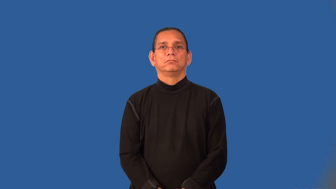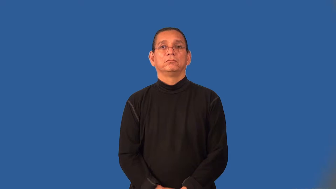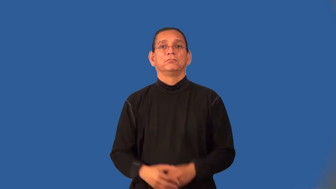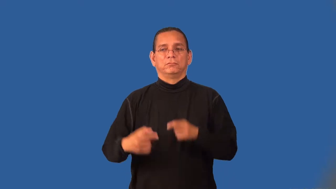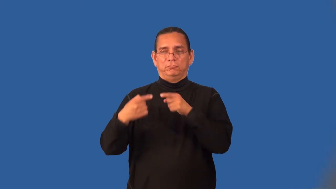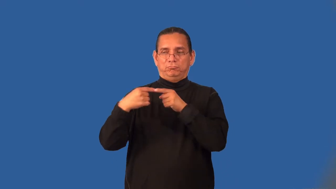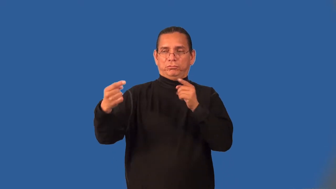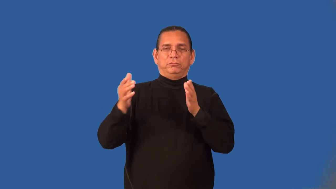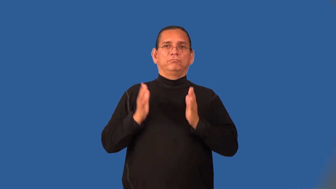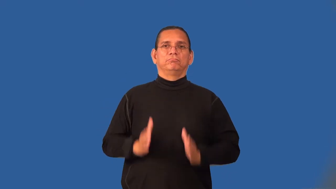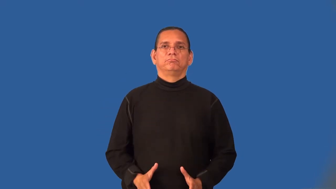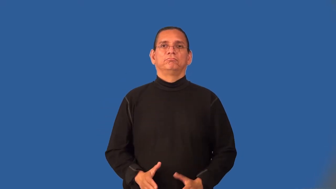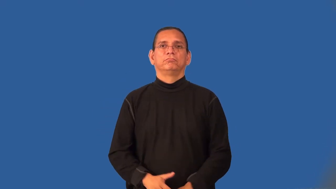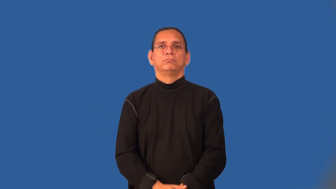opponent